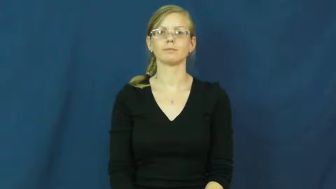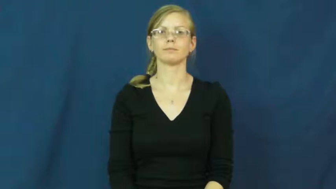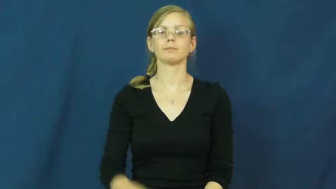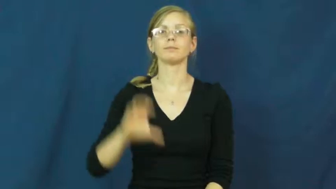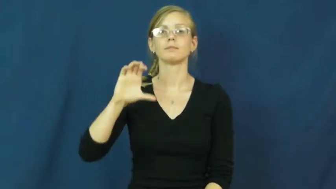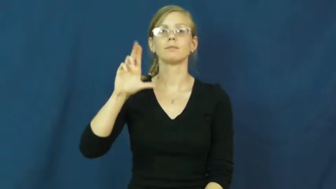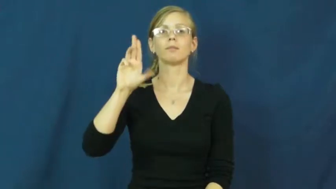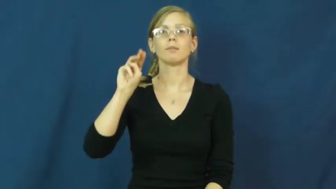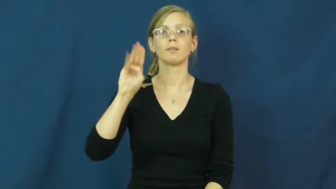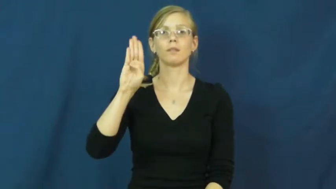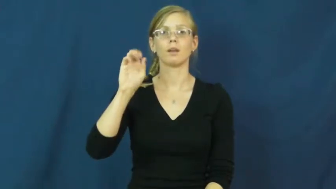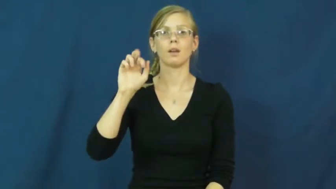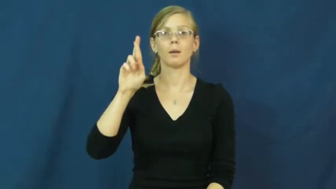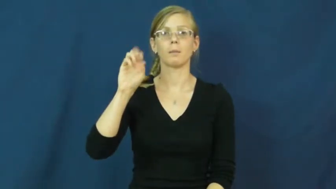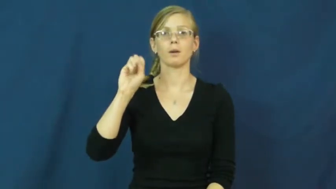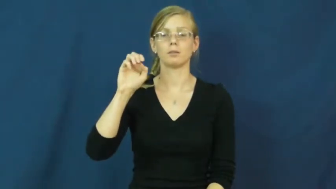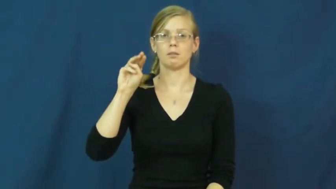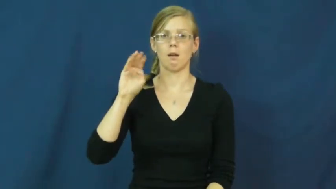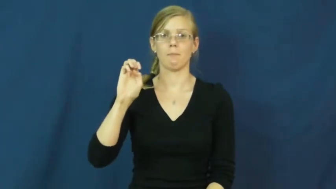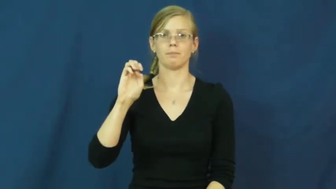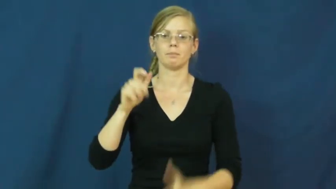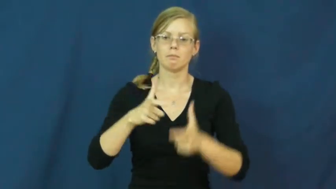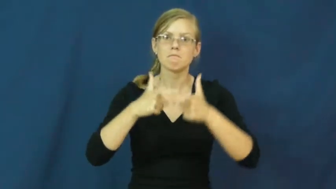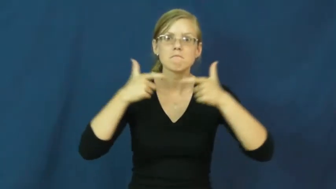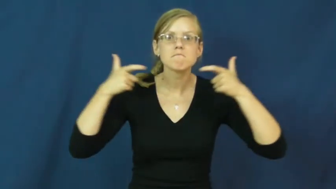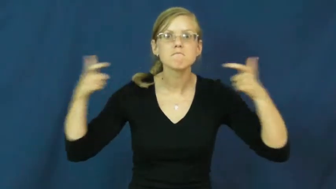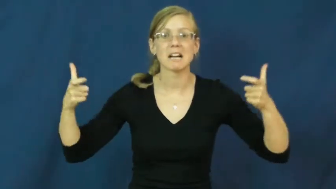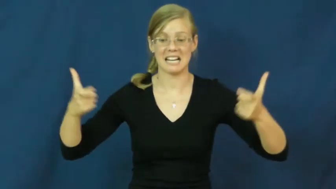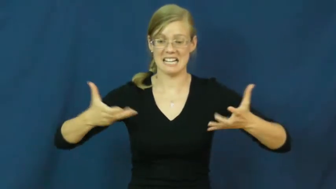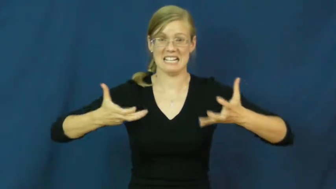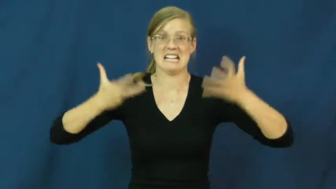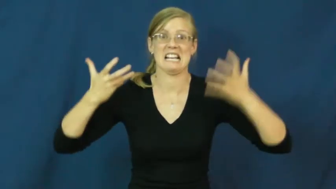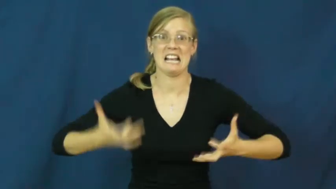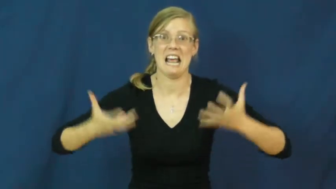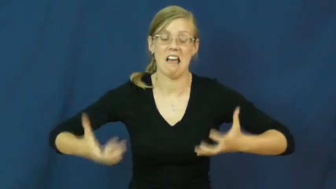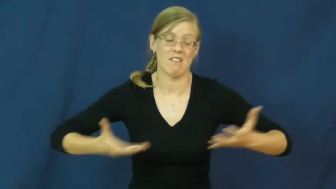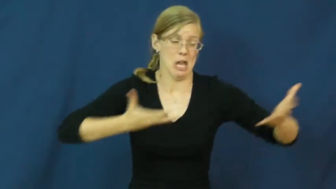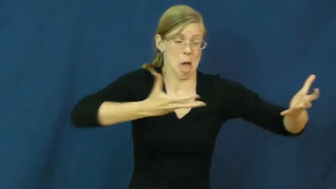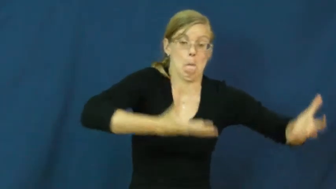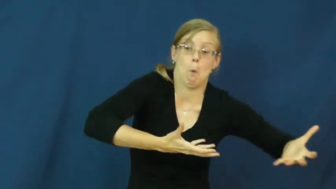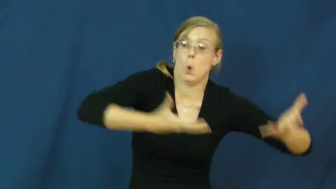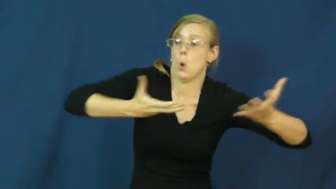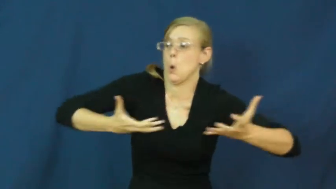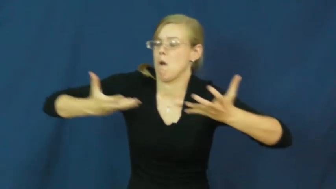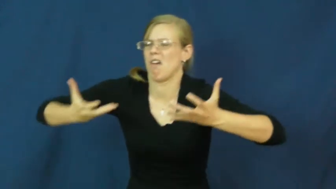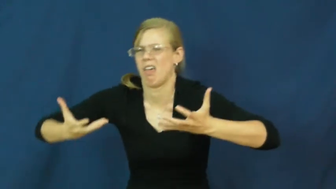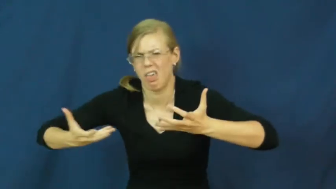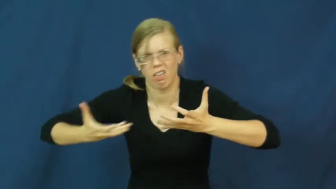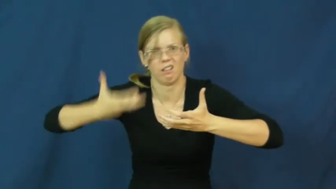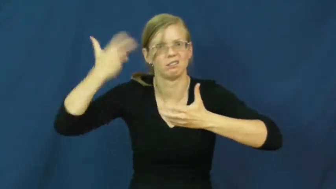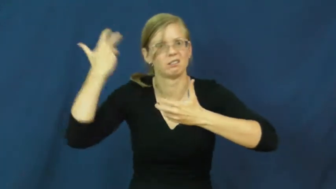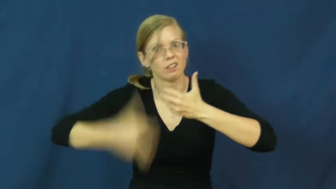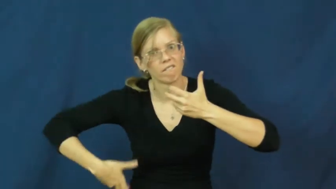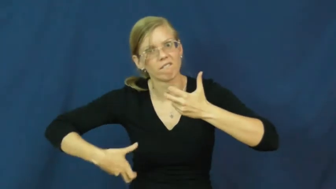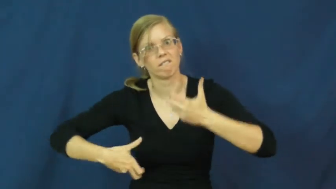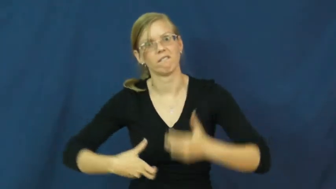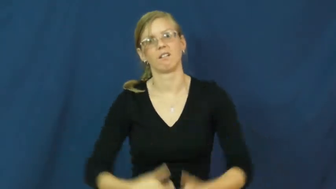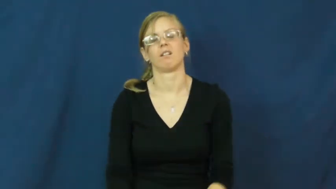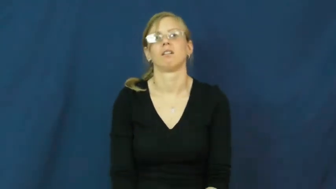cumbersome